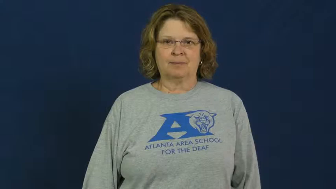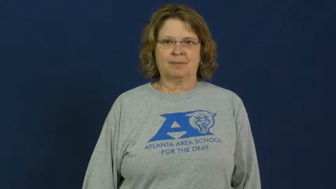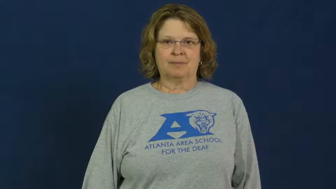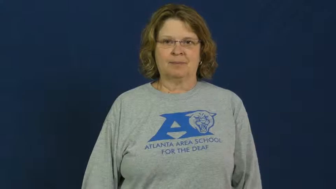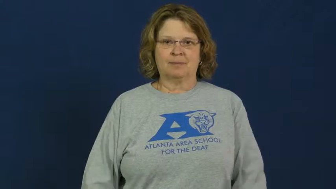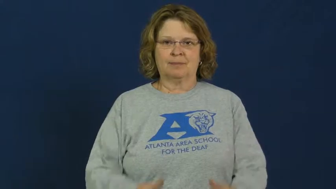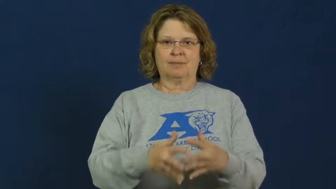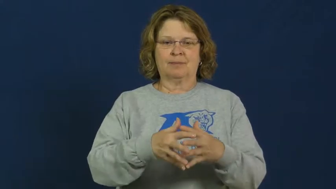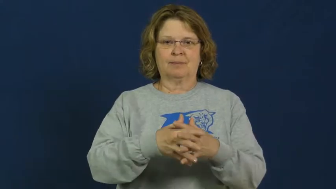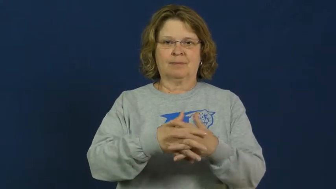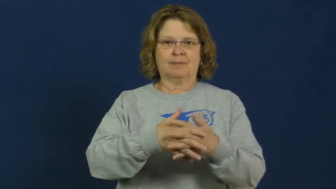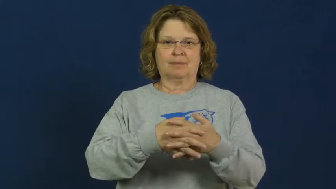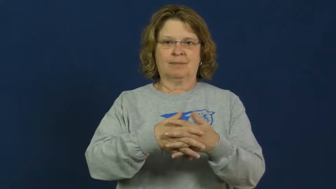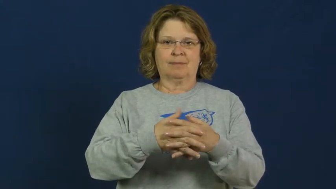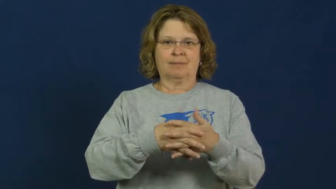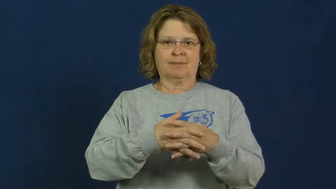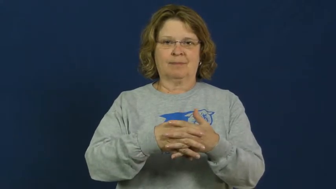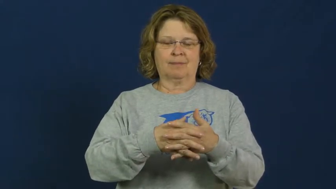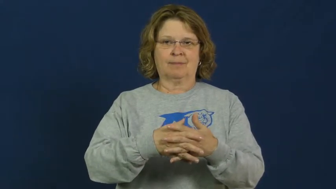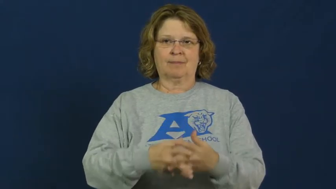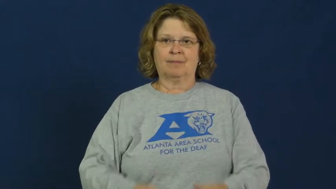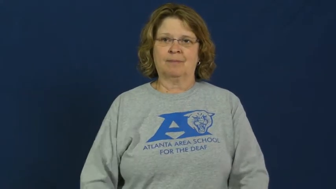quaker